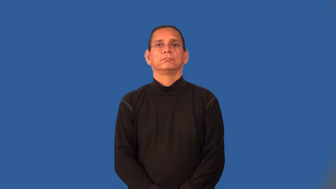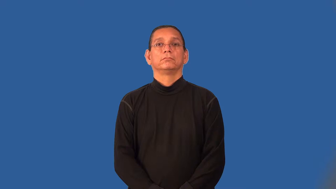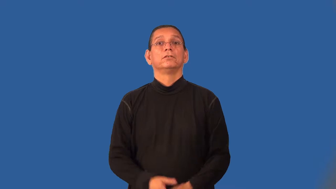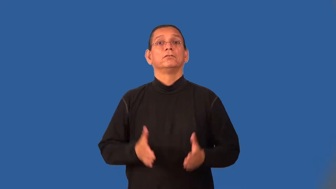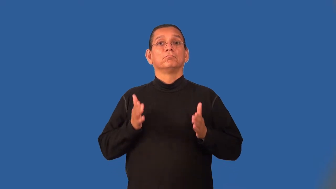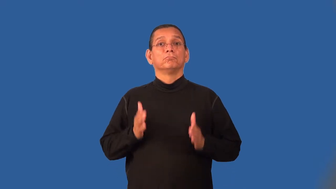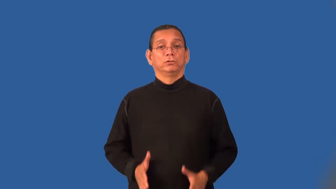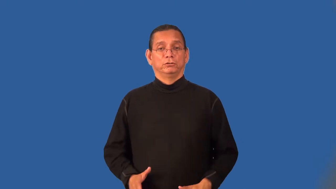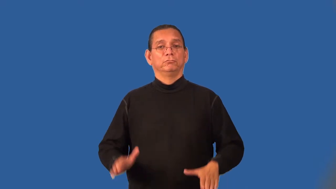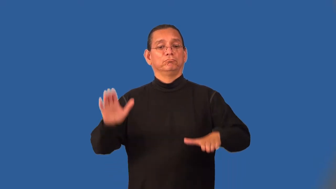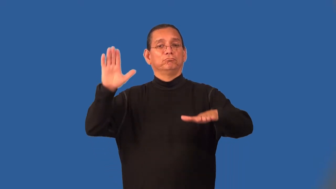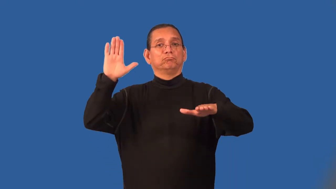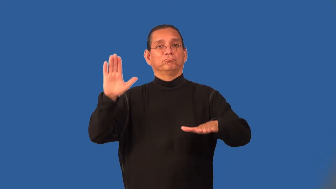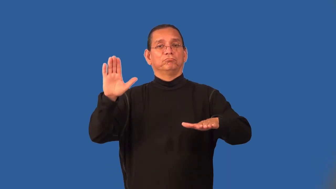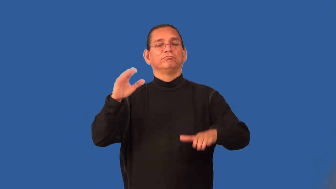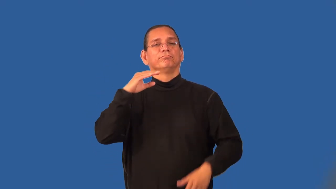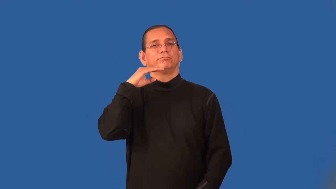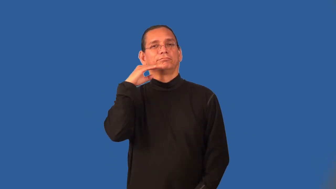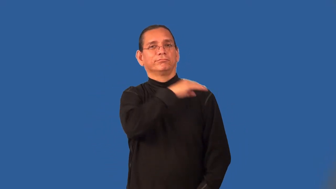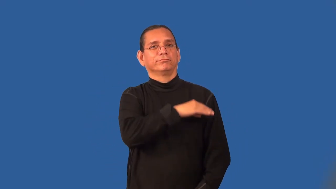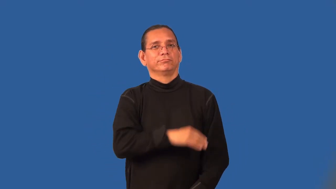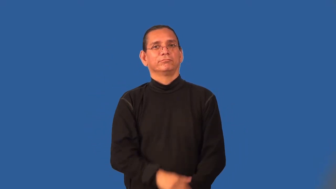perjurer